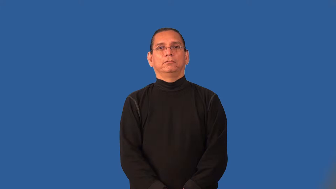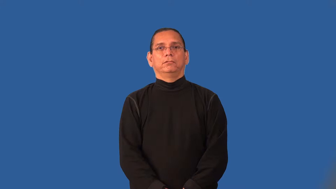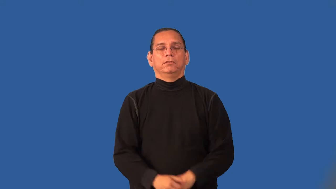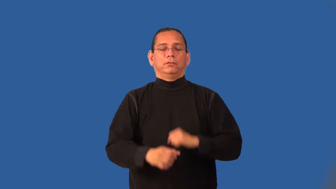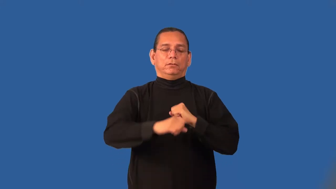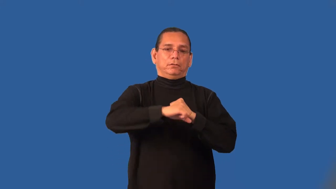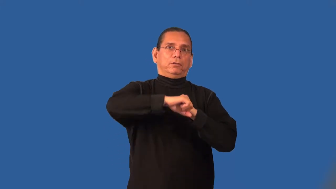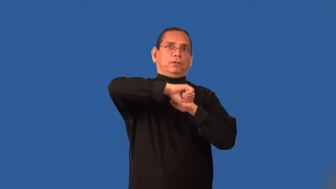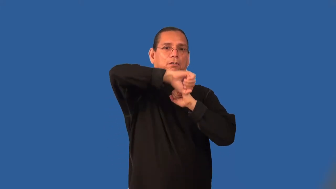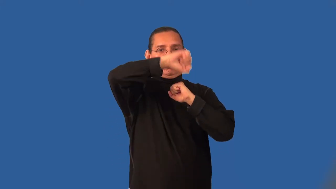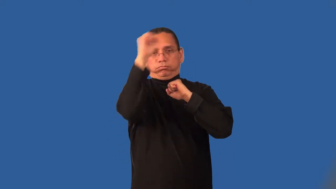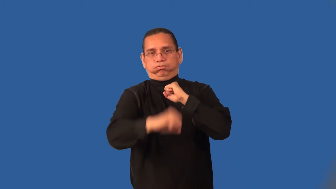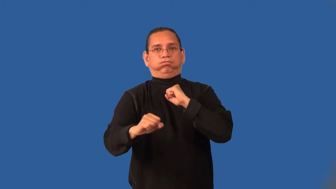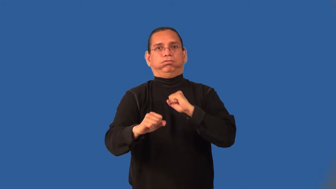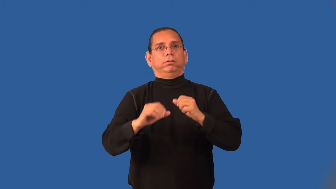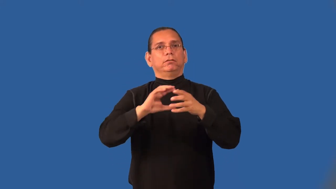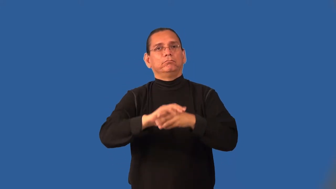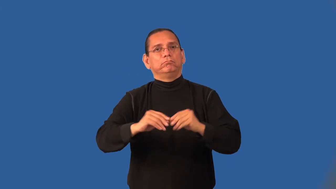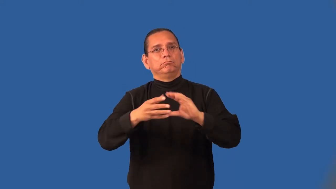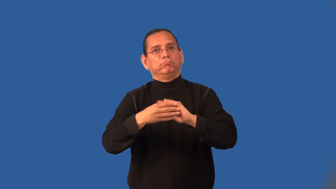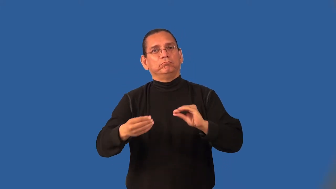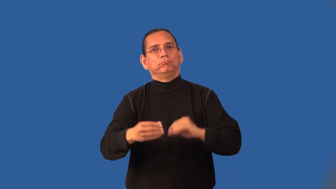hyperbole